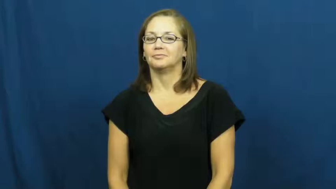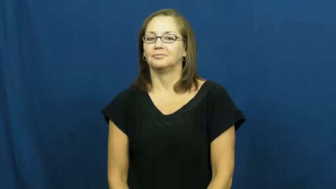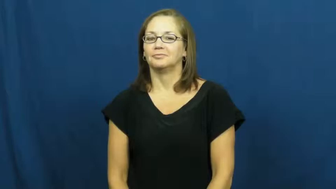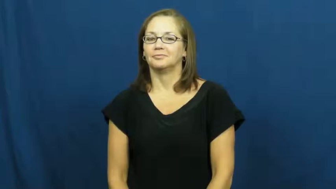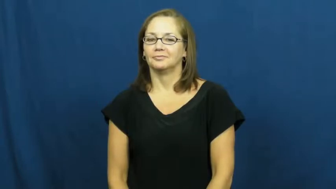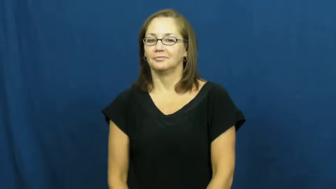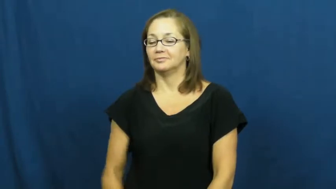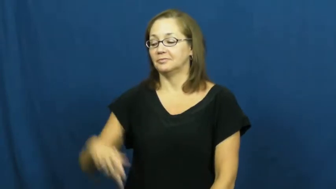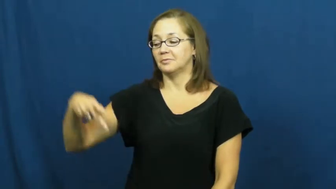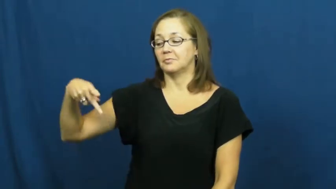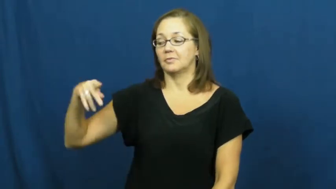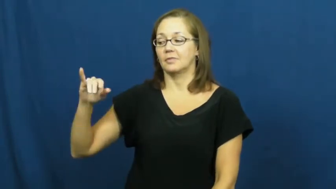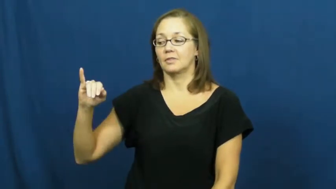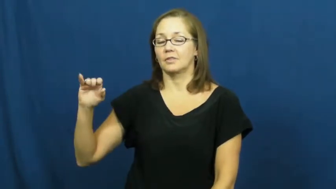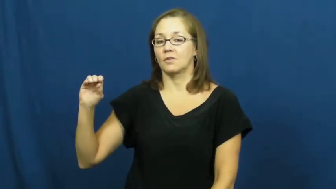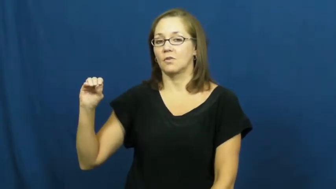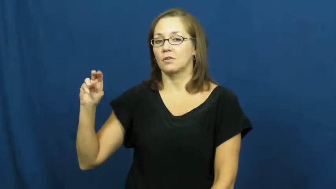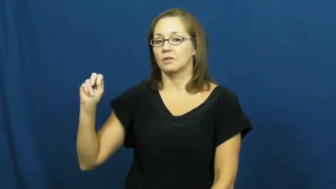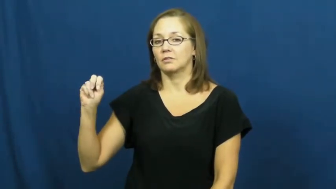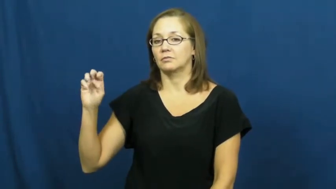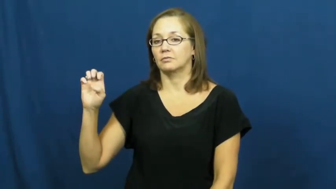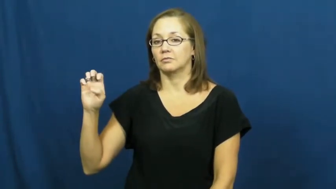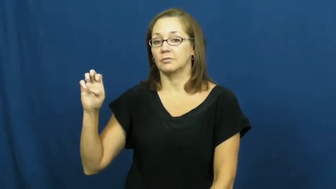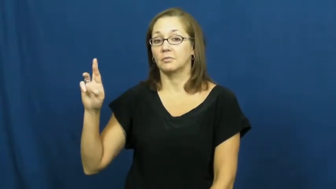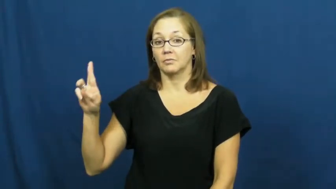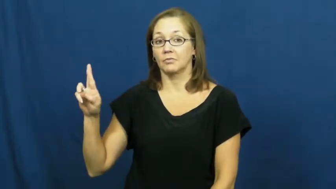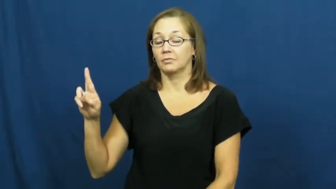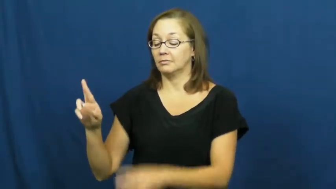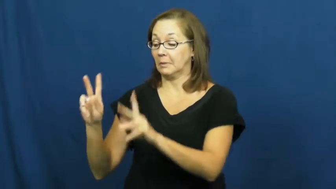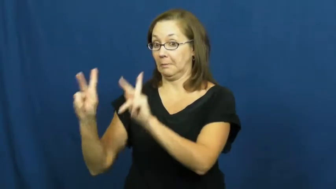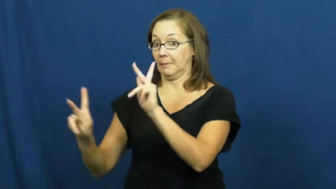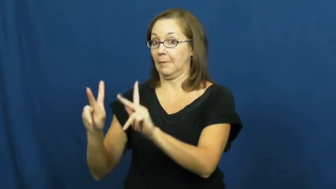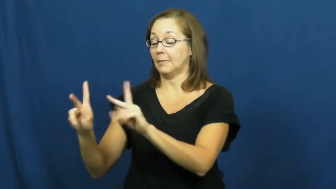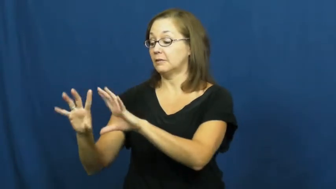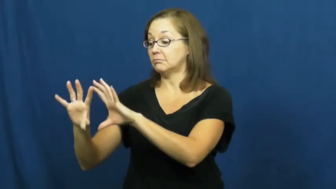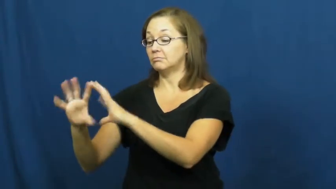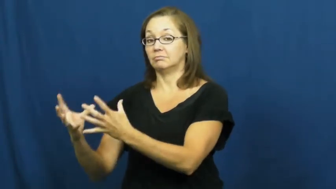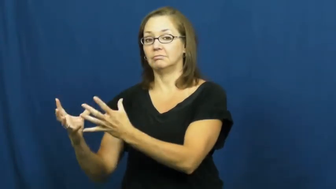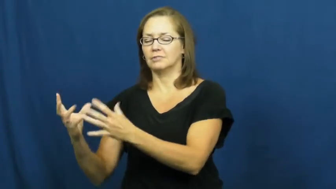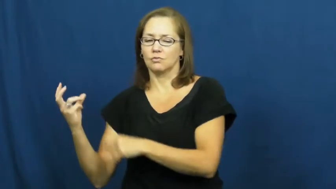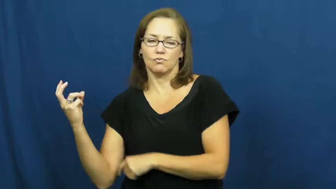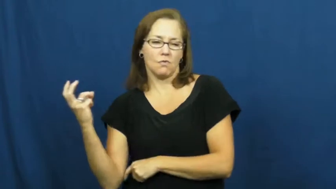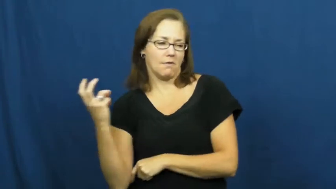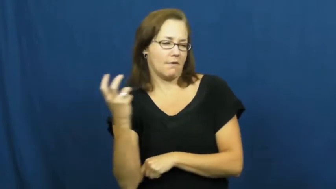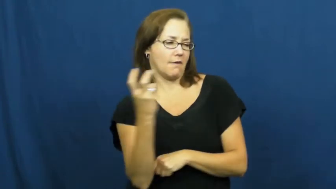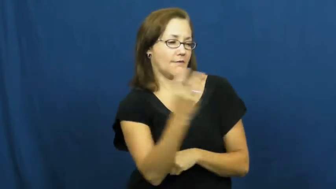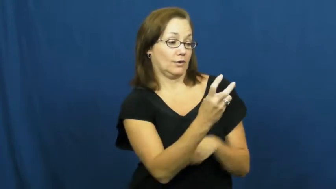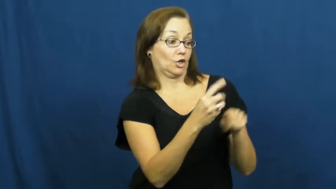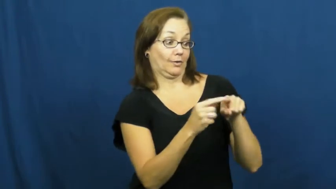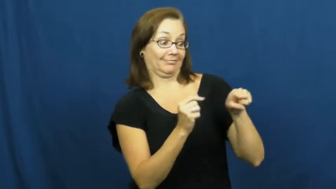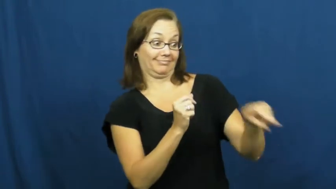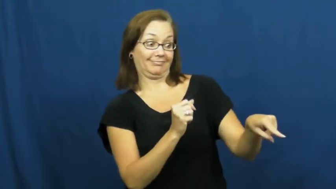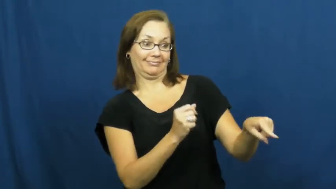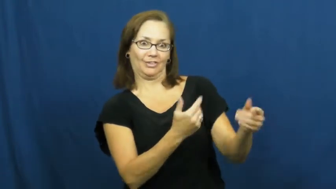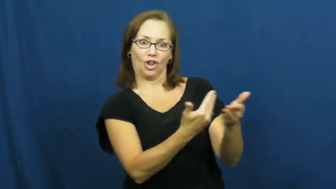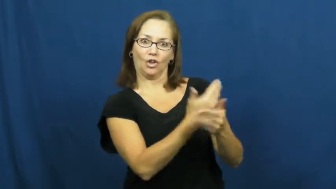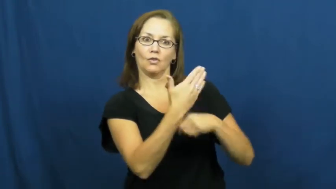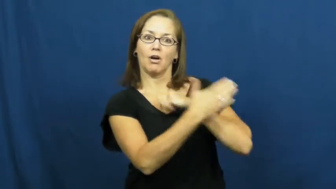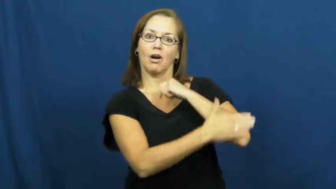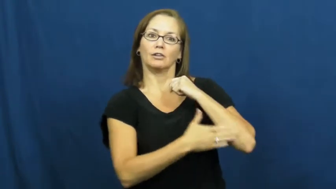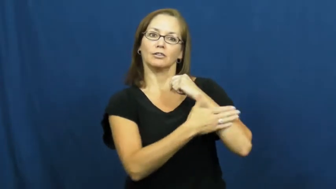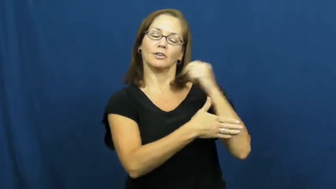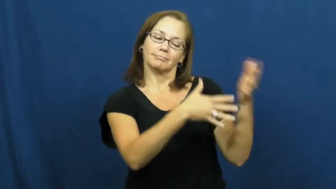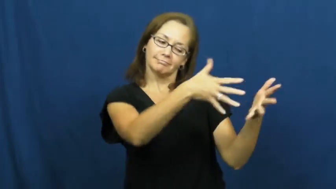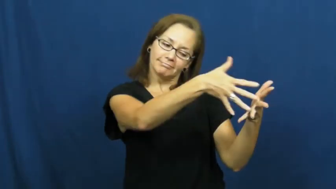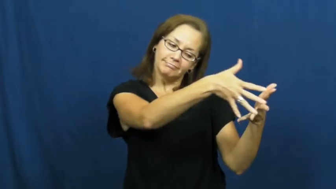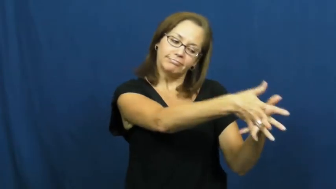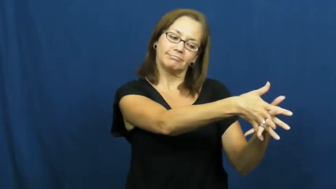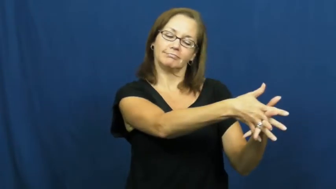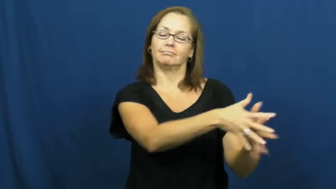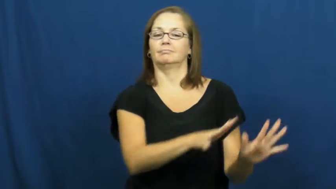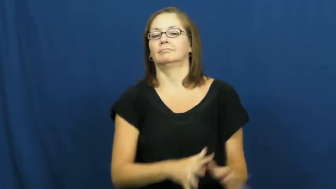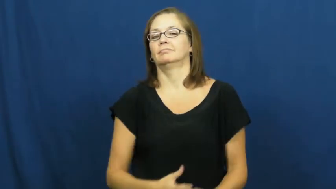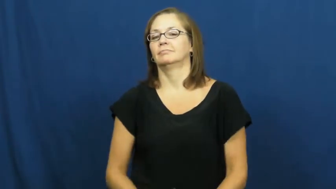pioneer-frontier